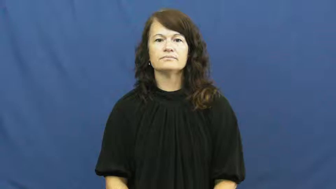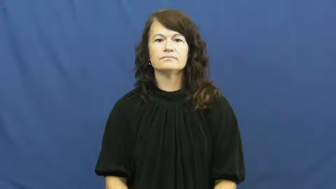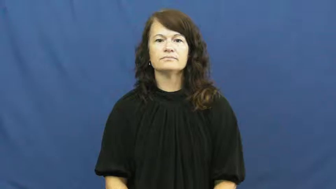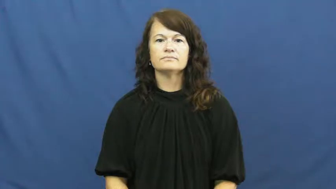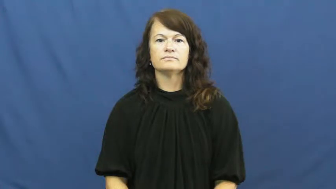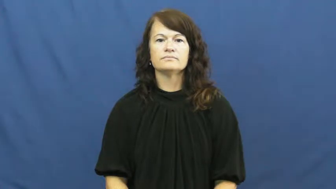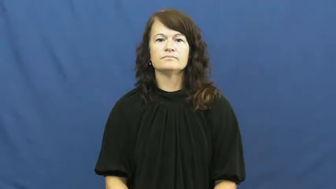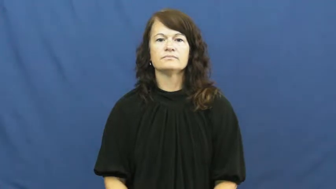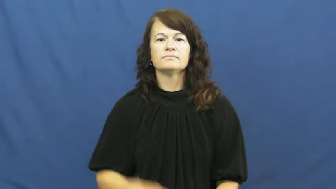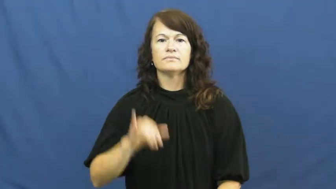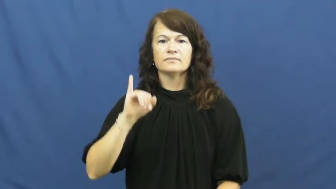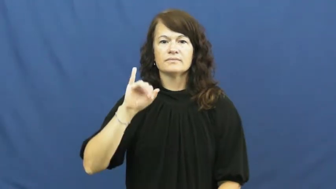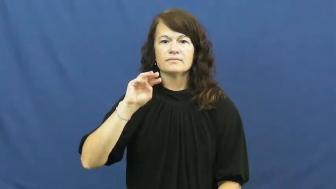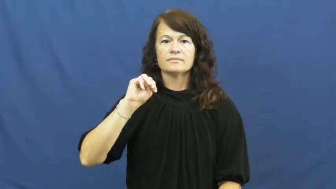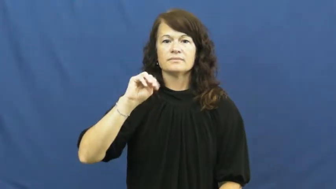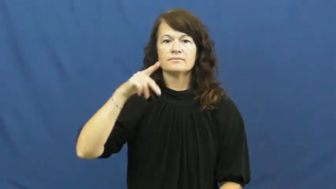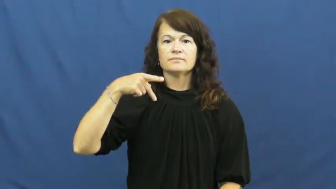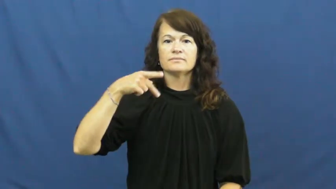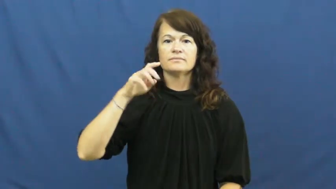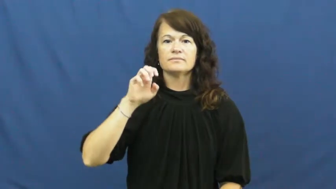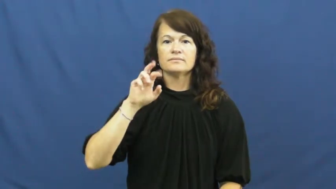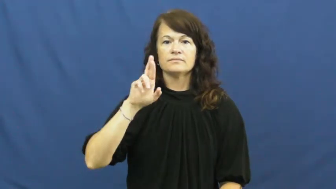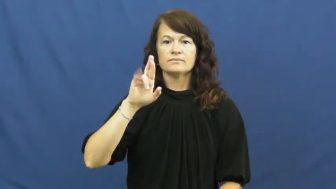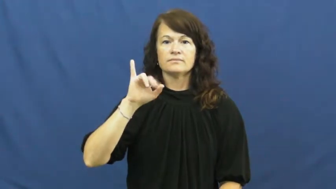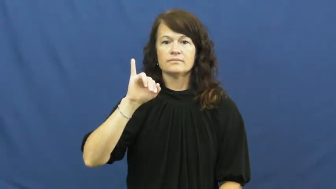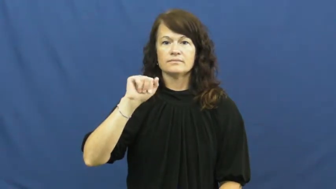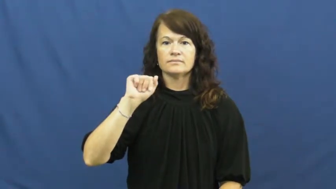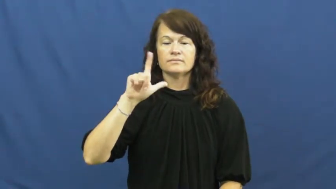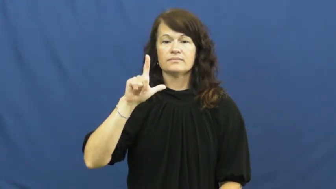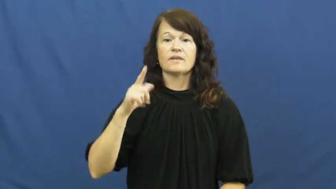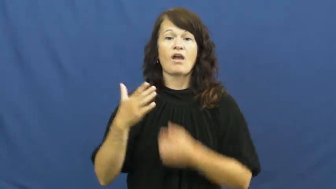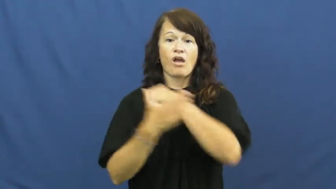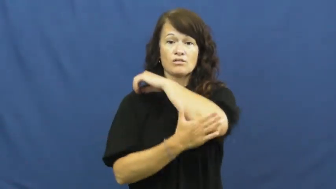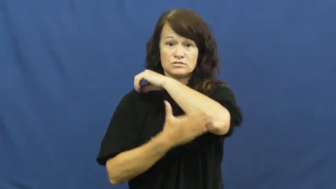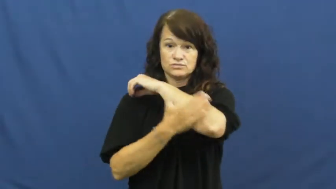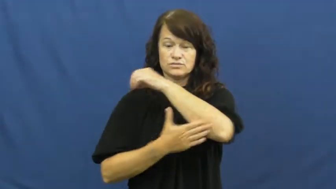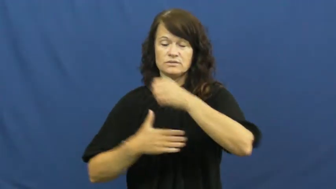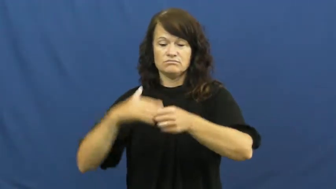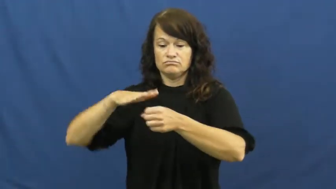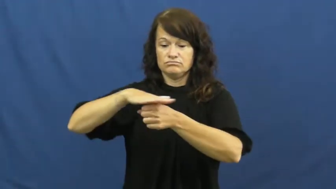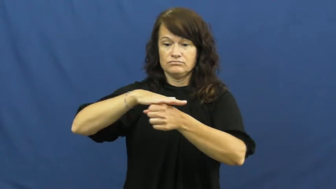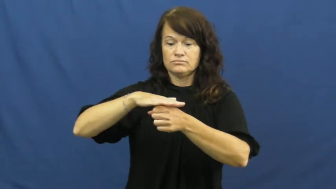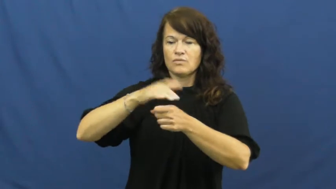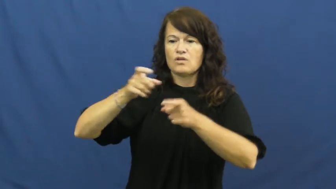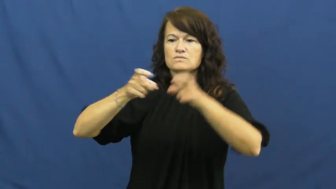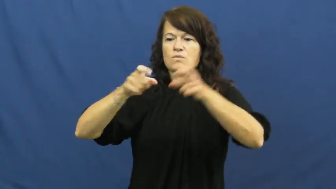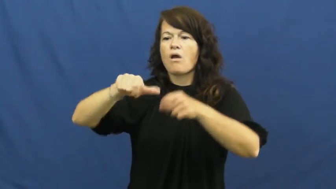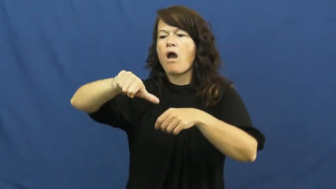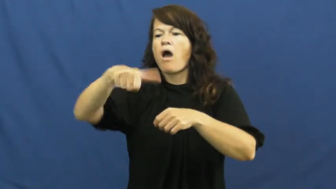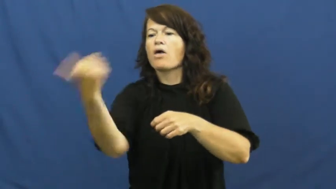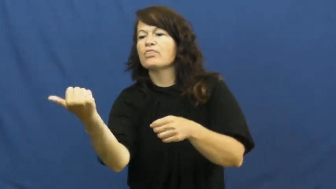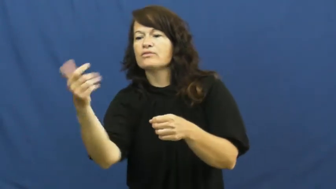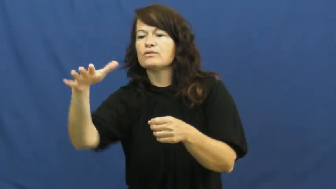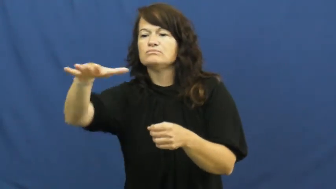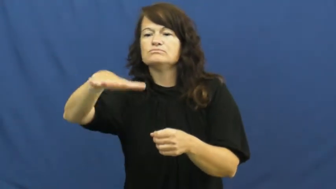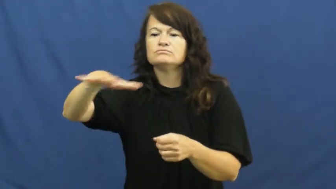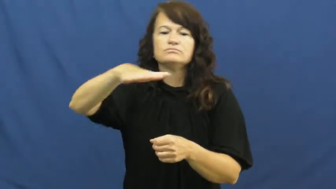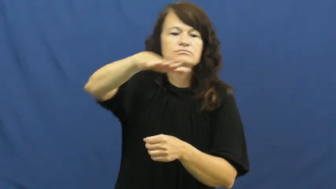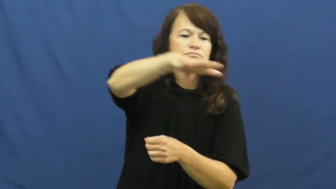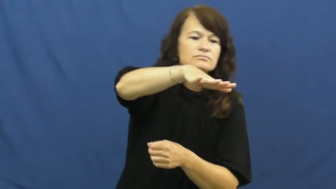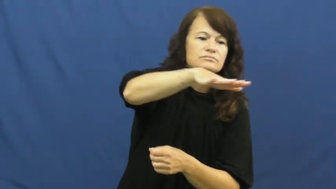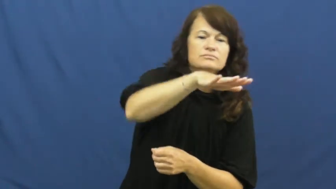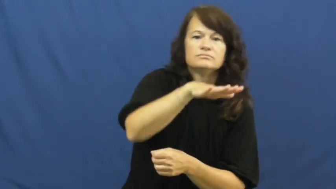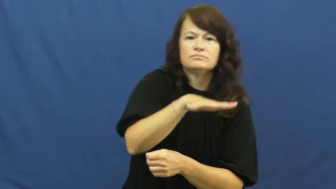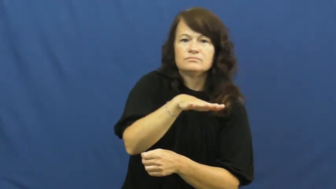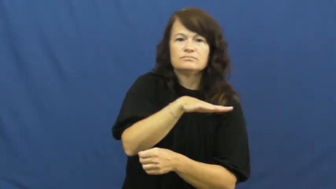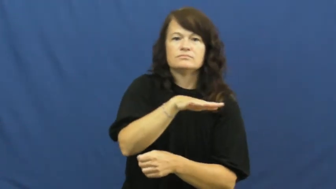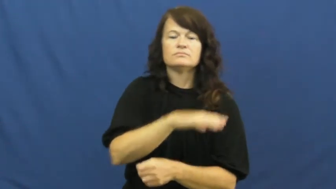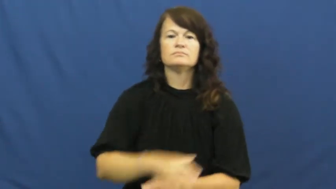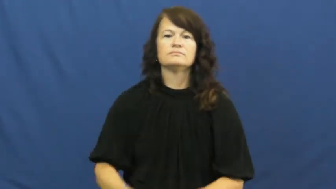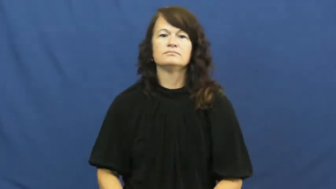imperial